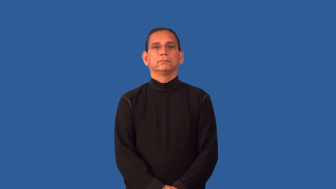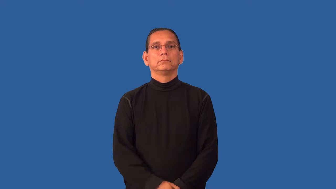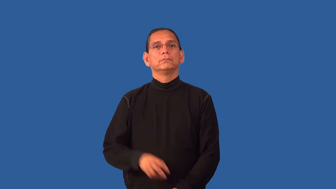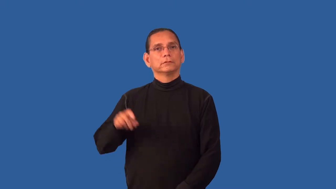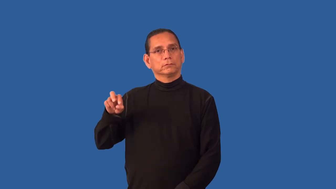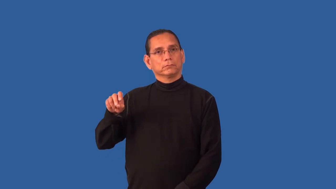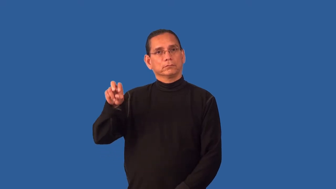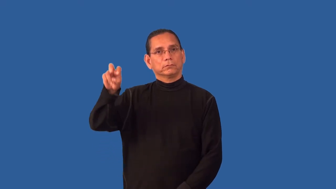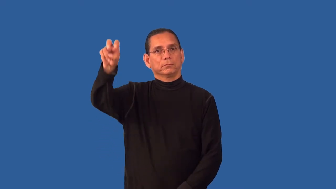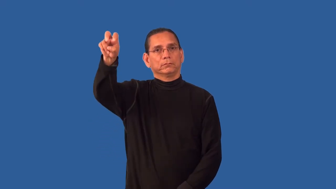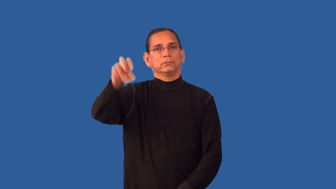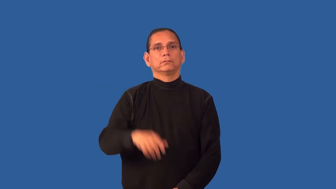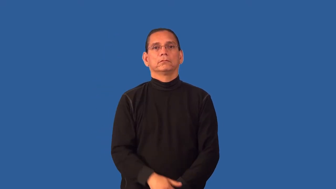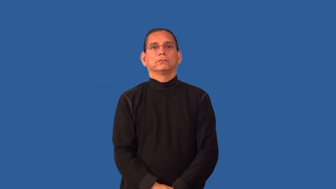flight-stairs